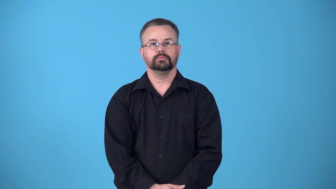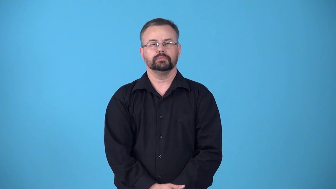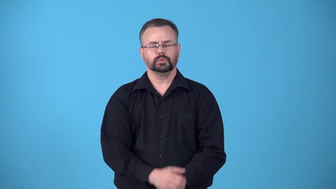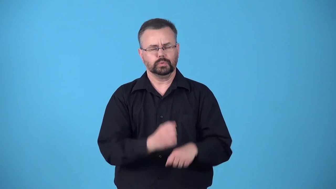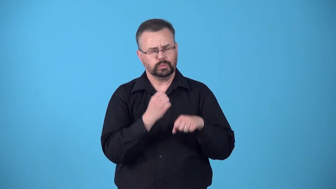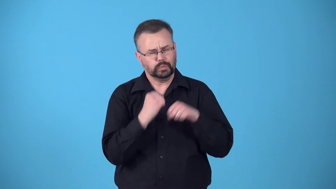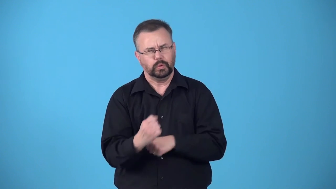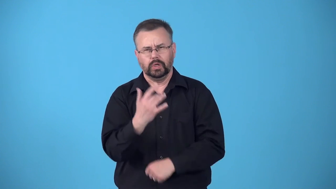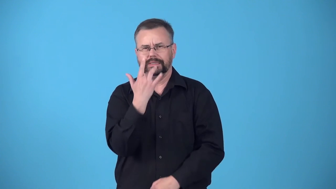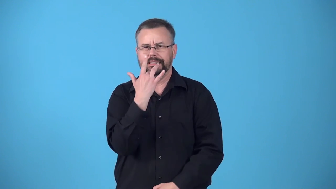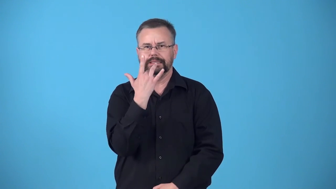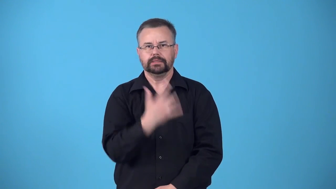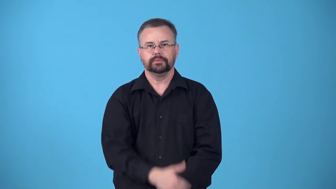body-strong flavor